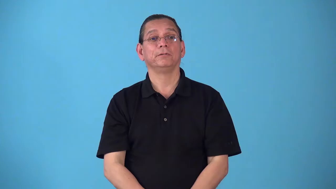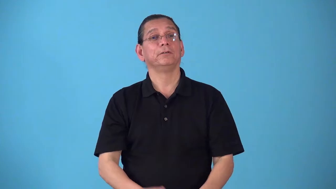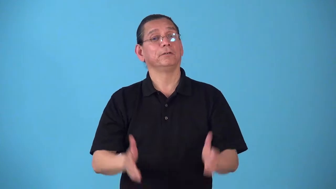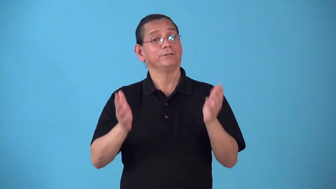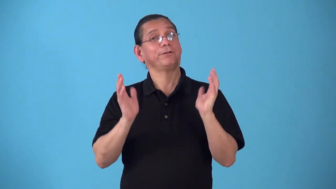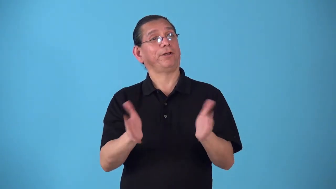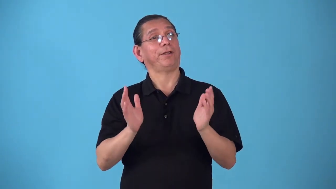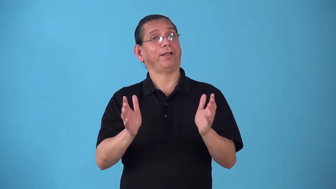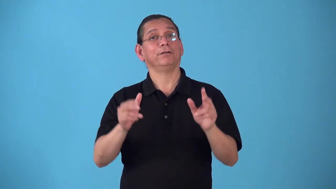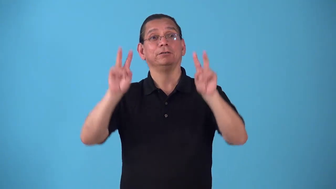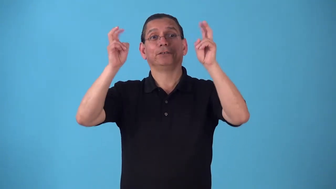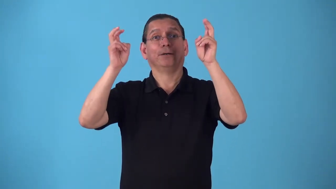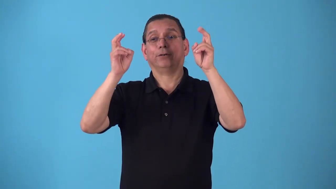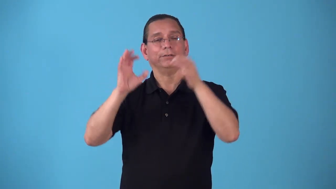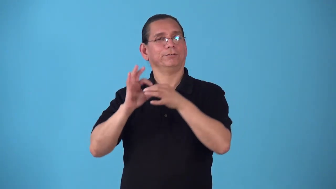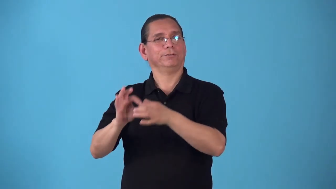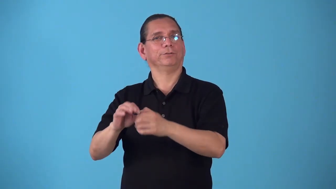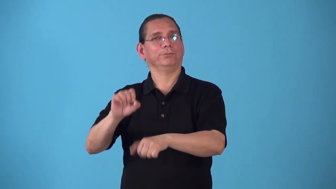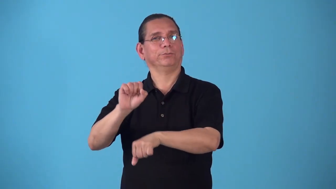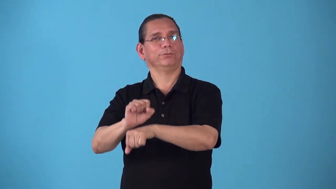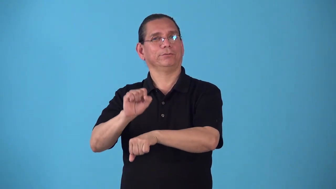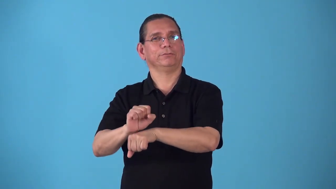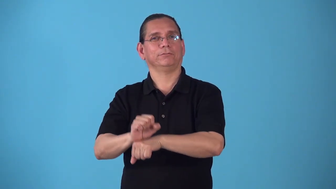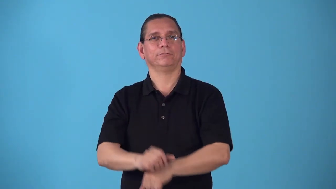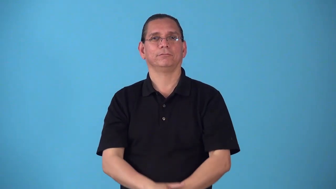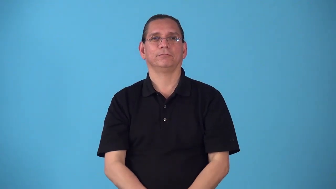shoptalk